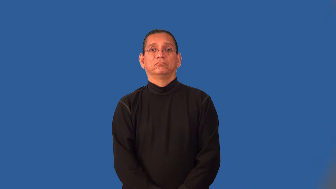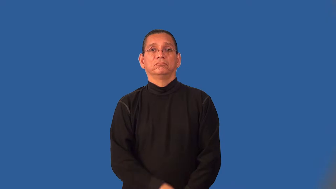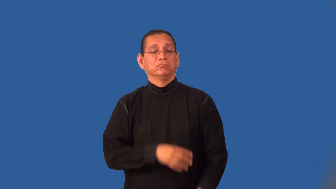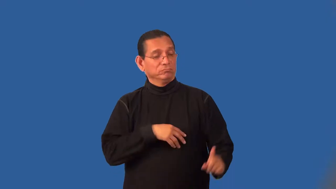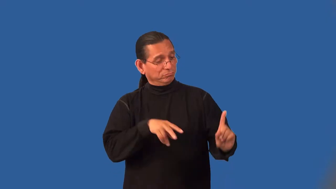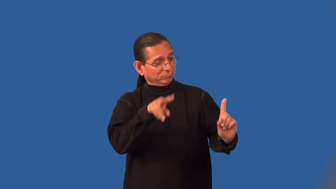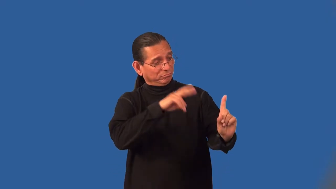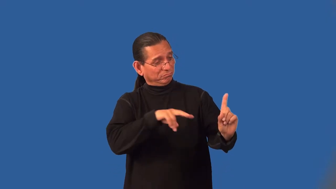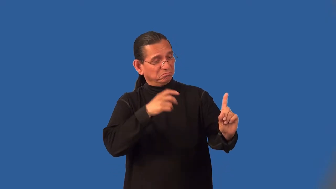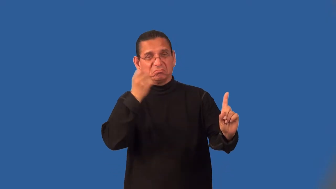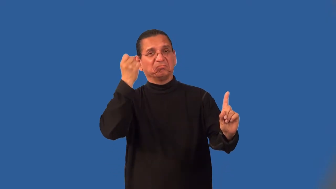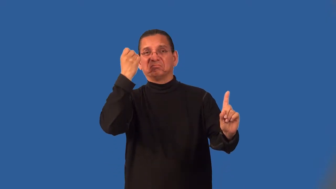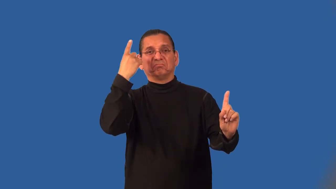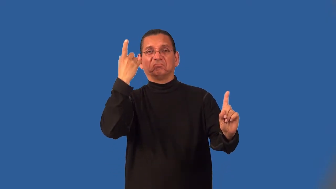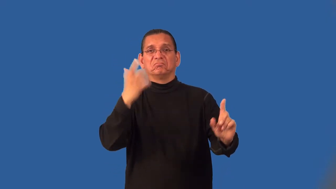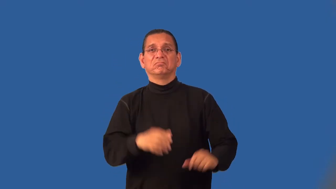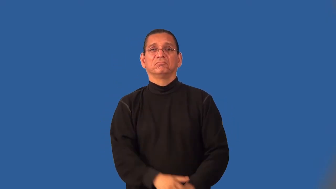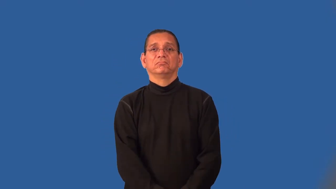inscrutable